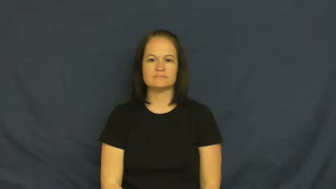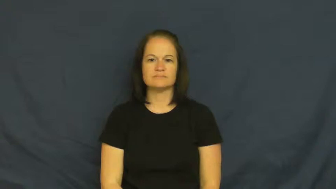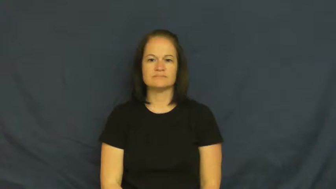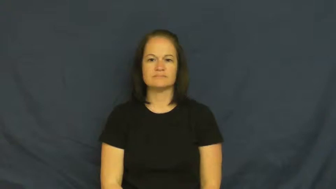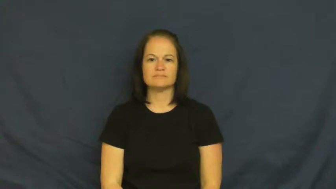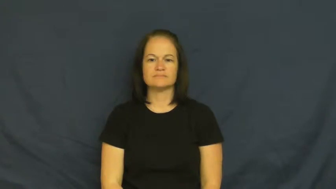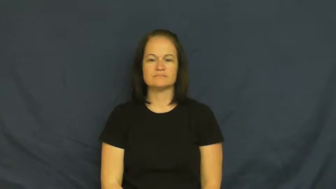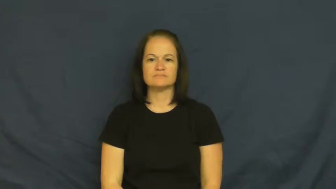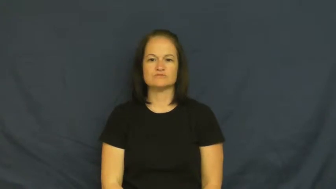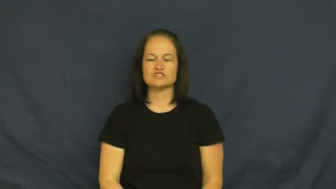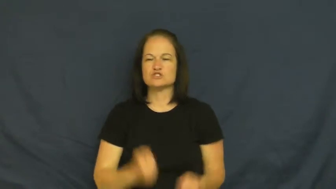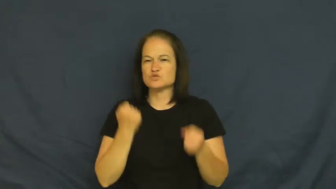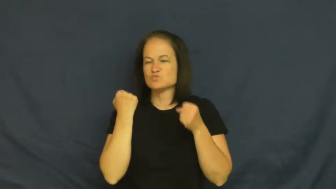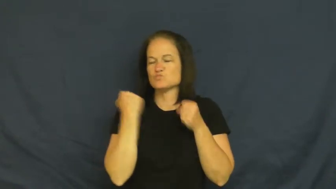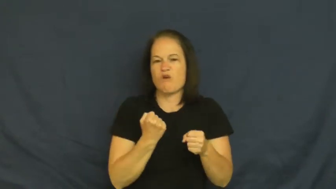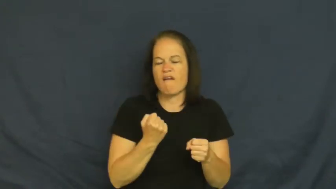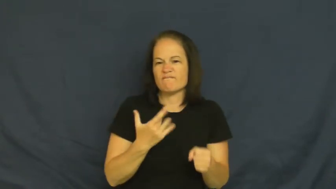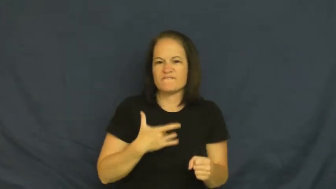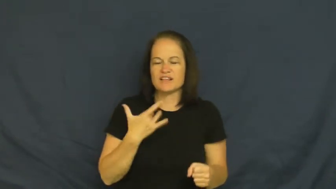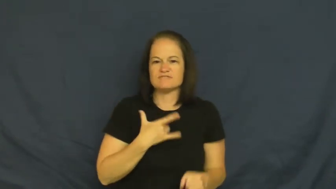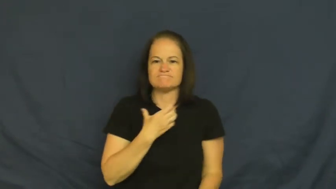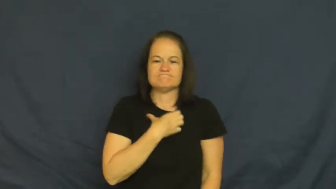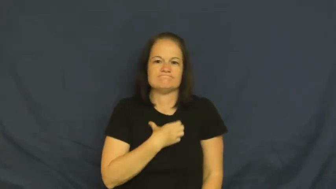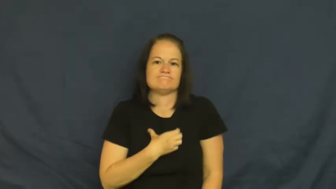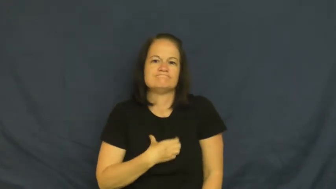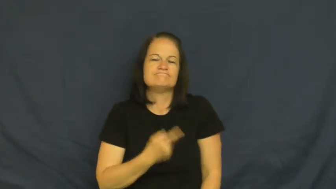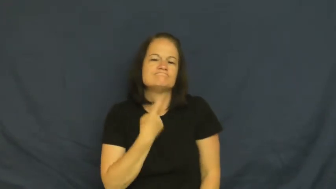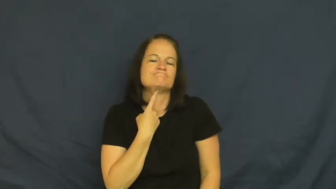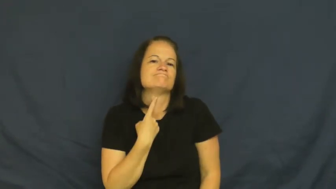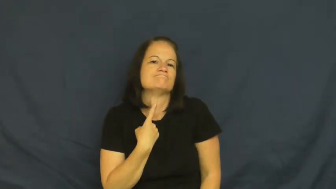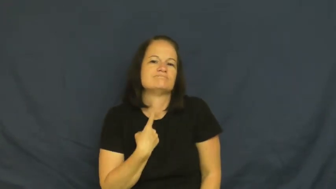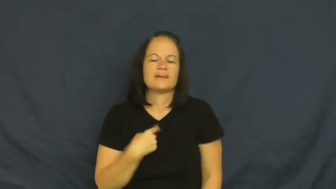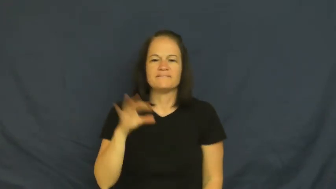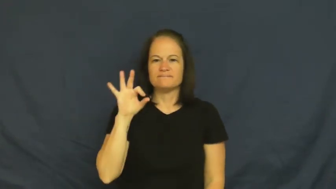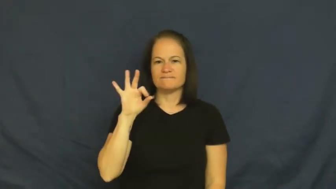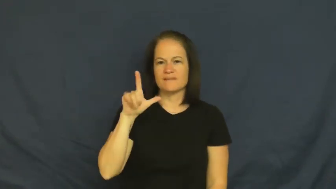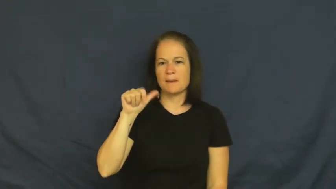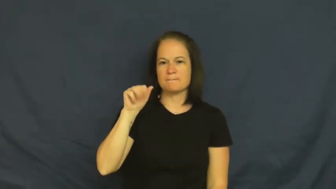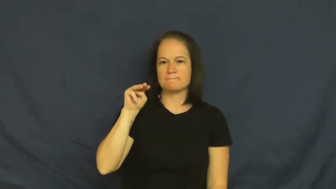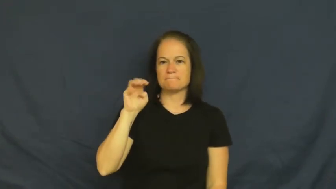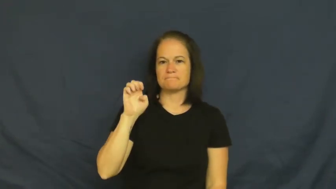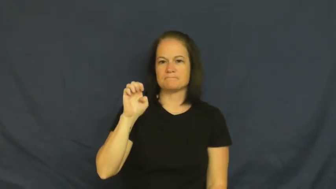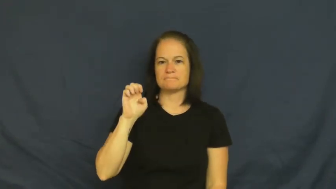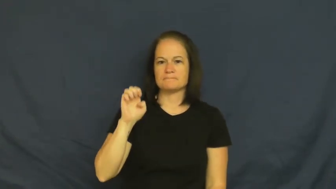flame-romance